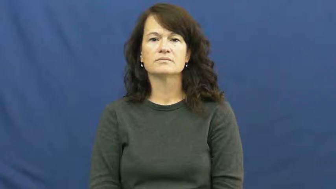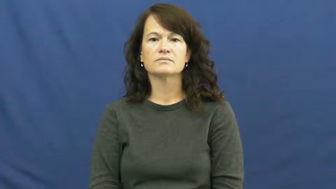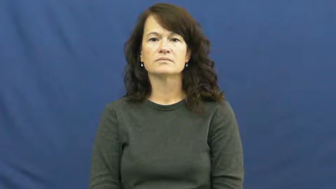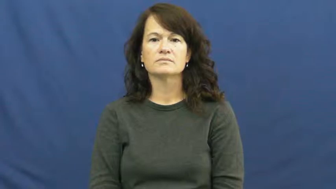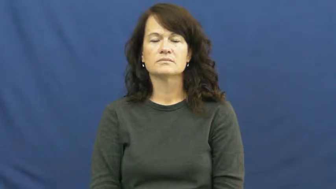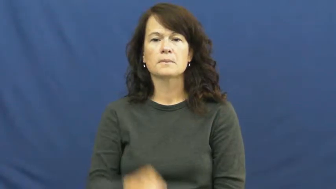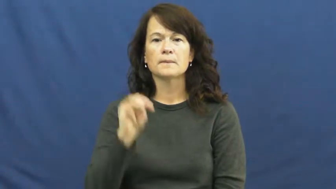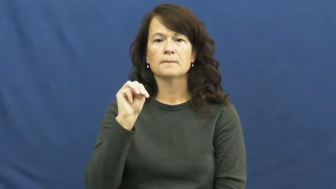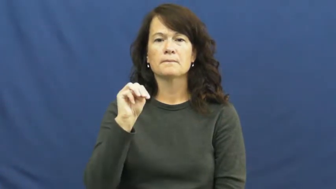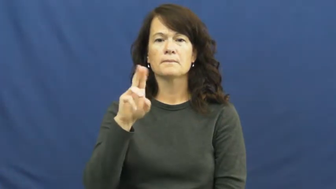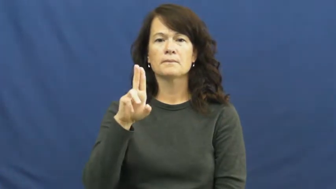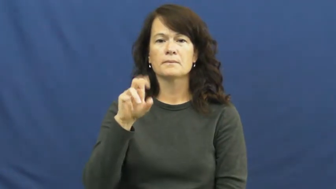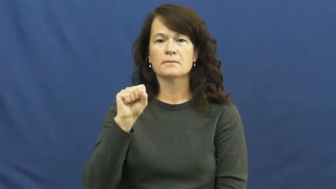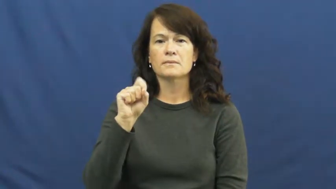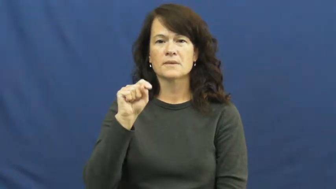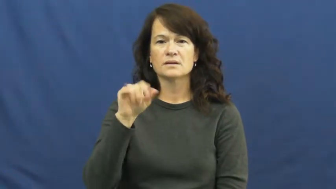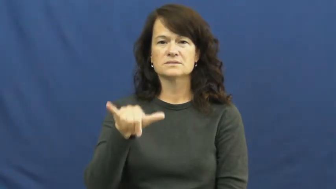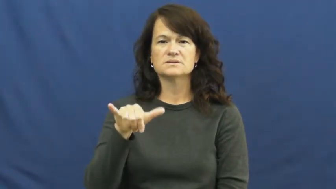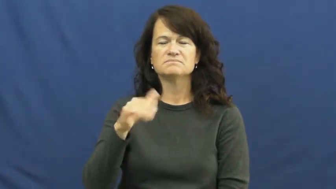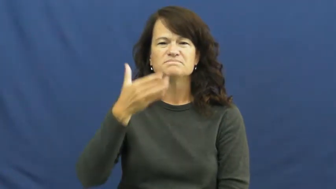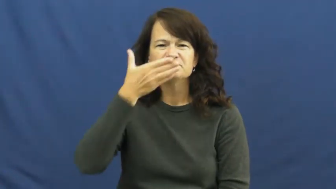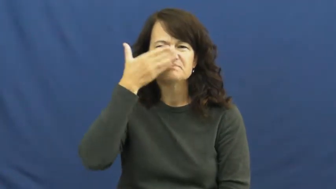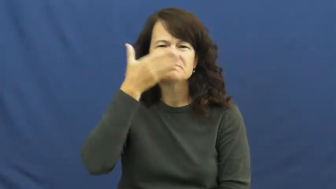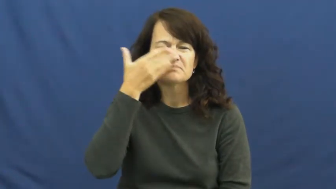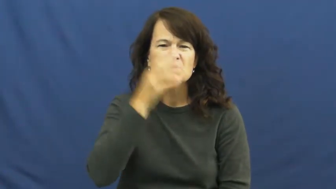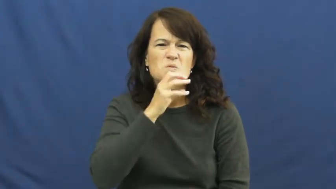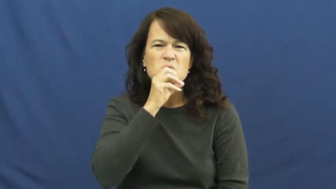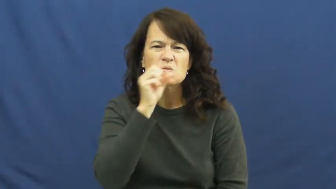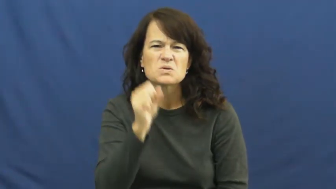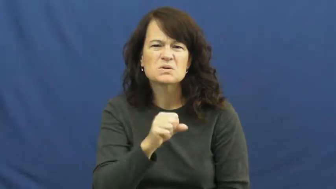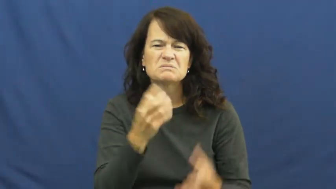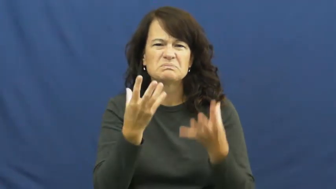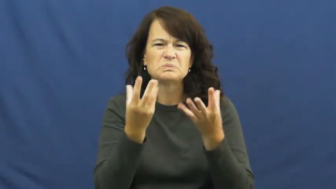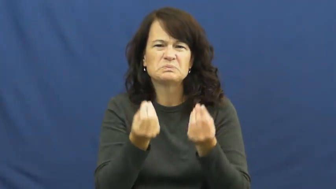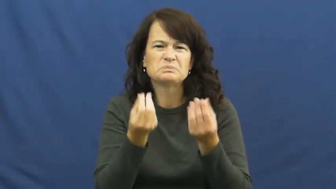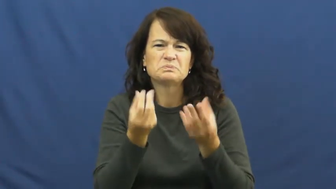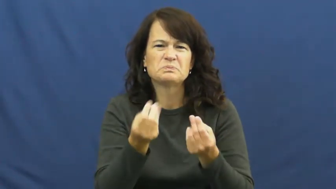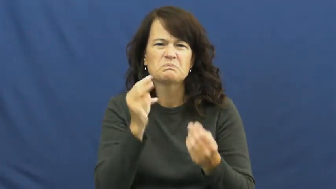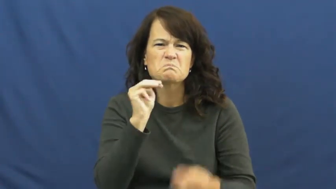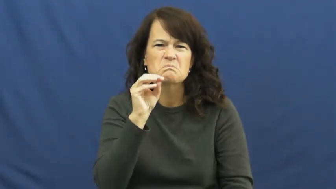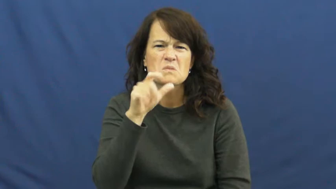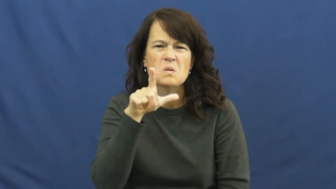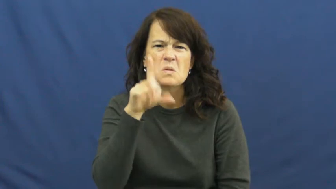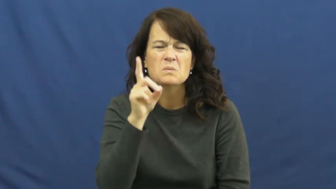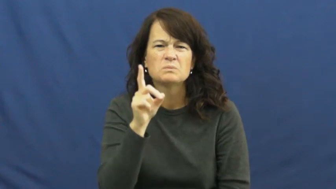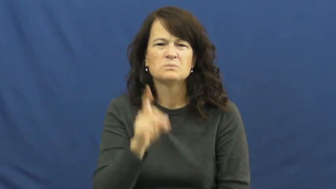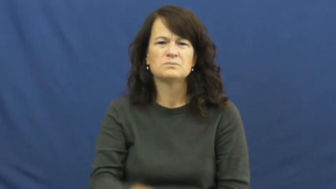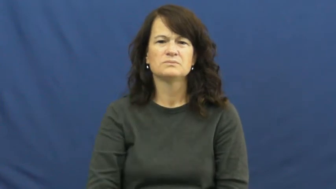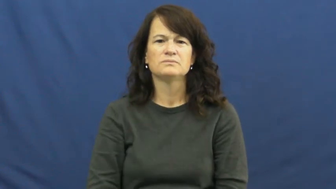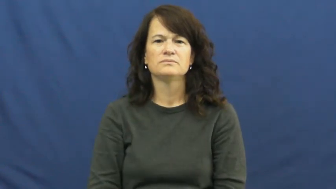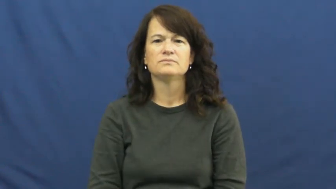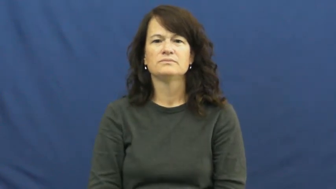musty,fusty